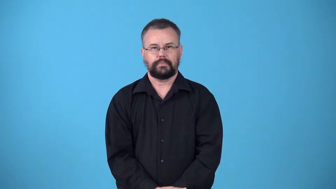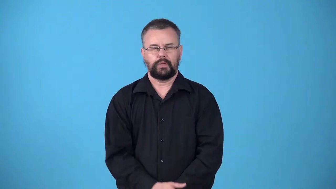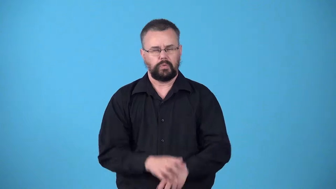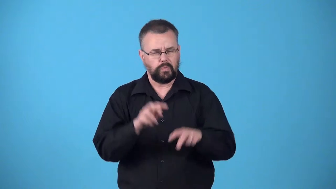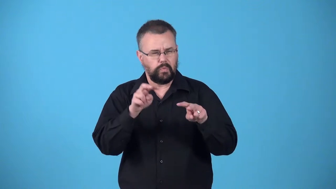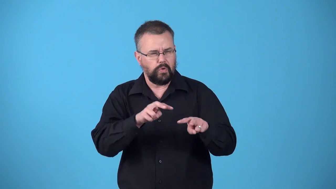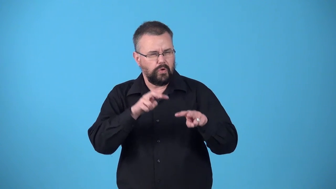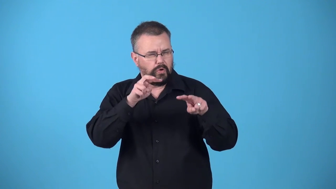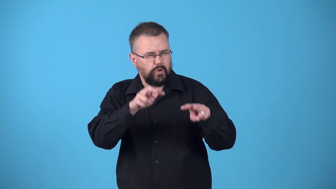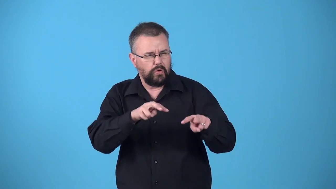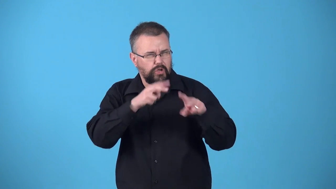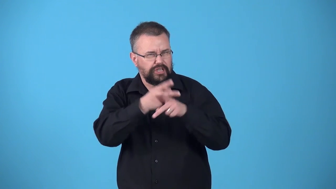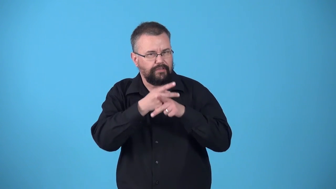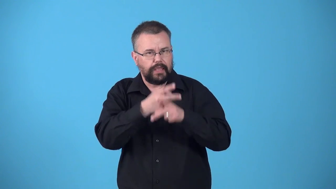watchful-careful watch